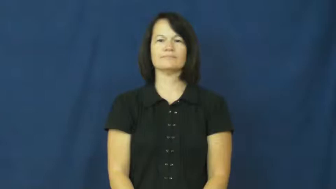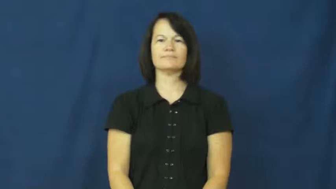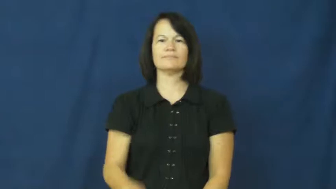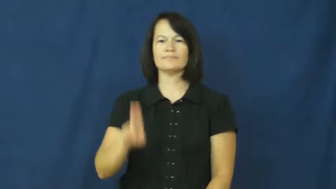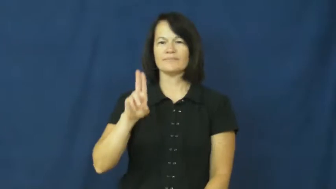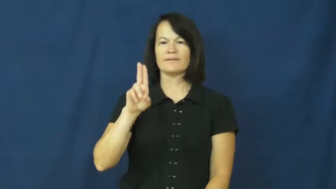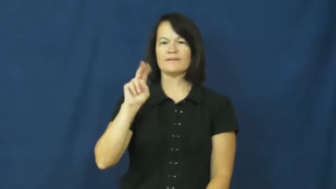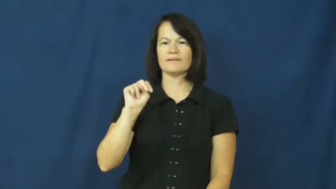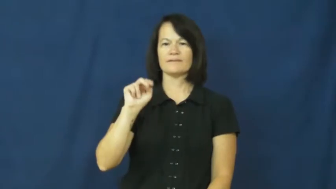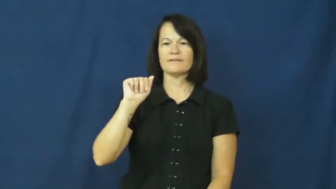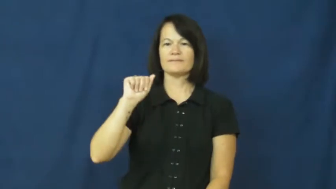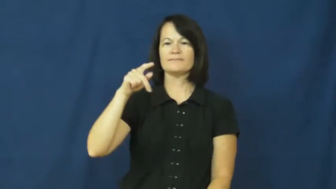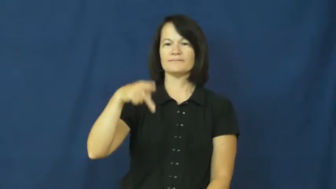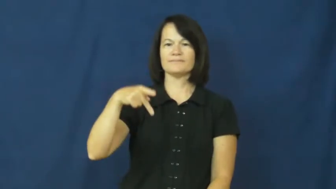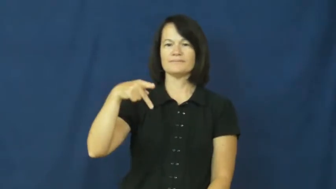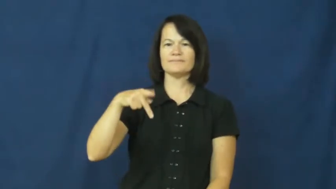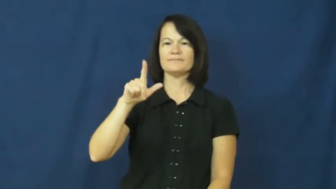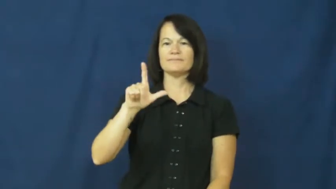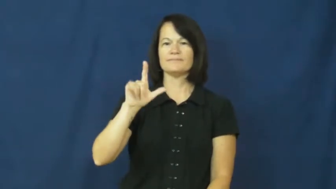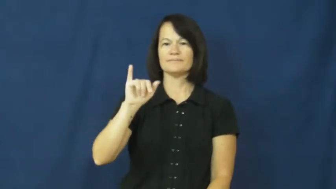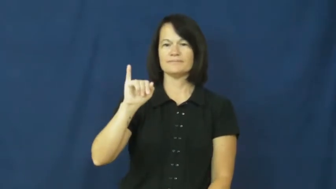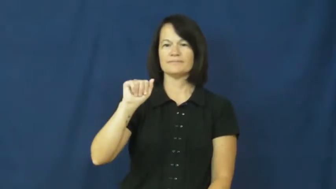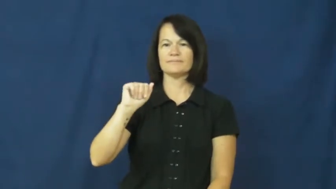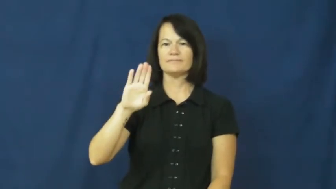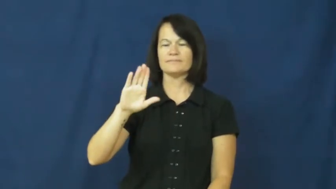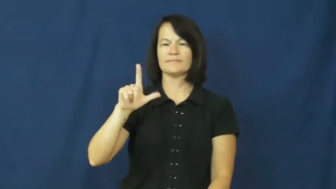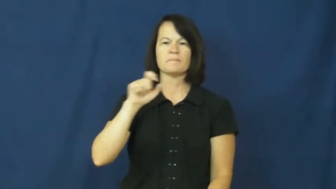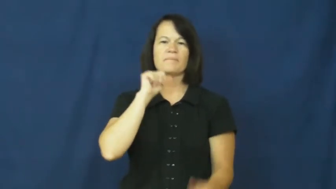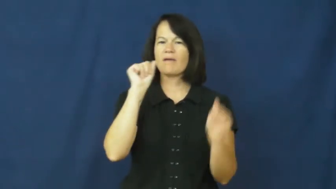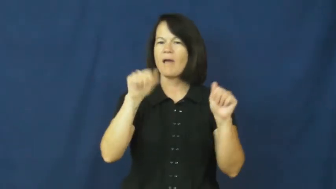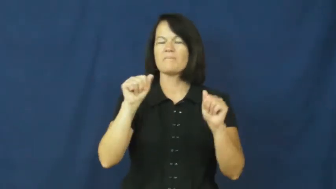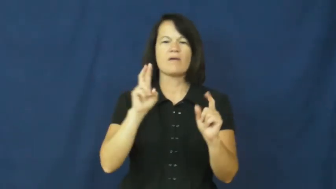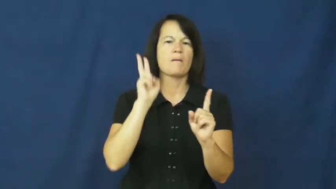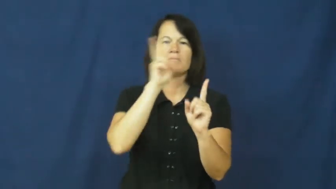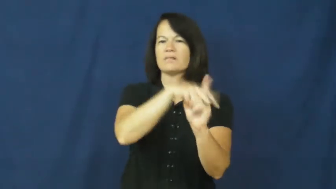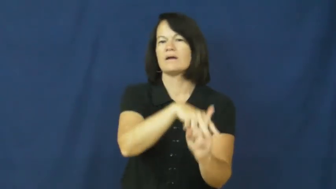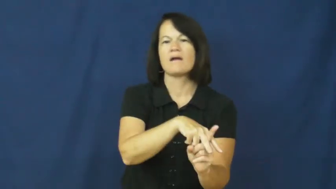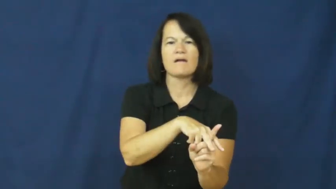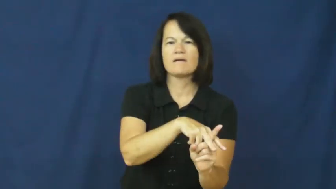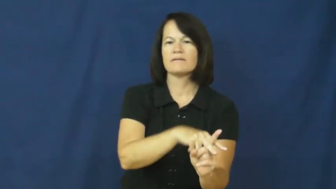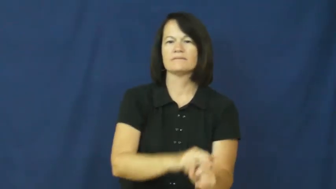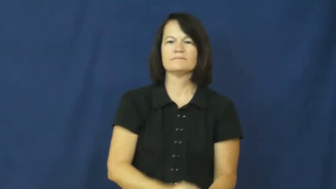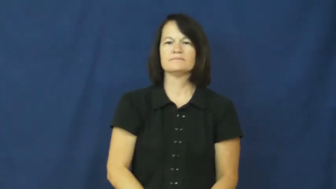unappliable